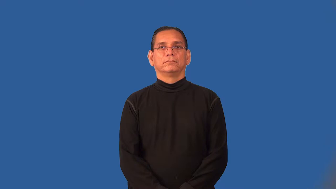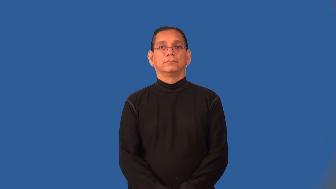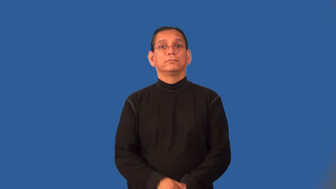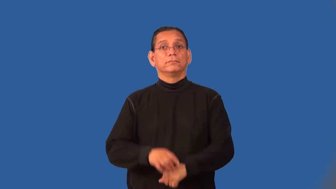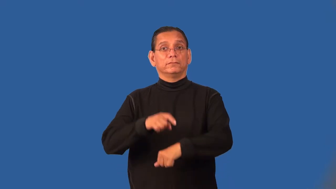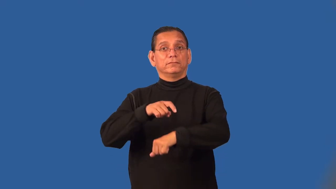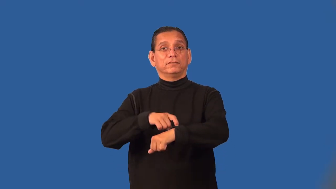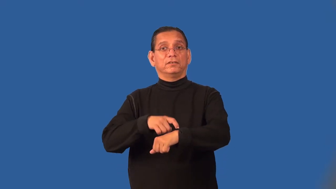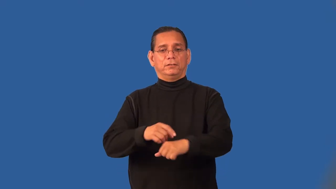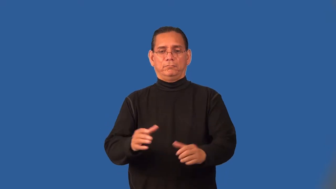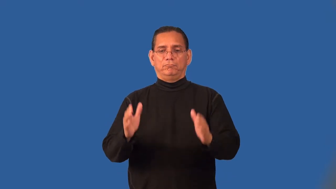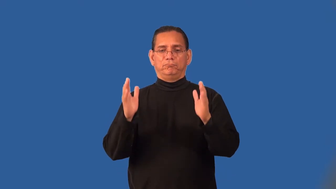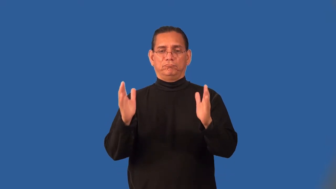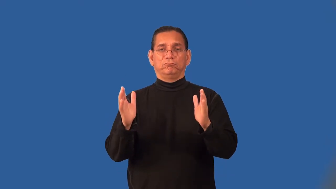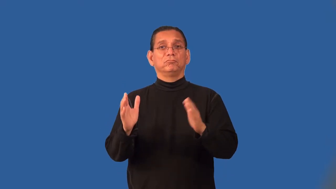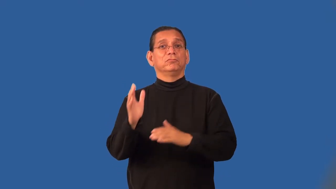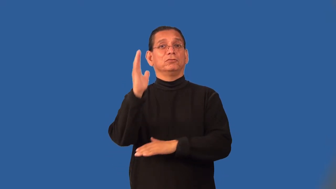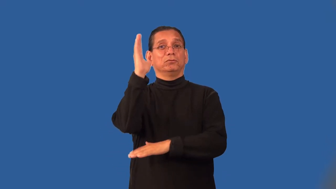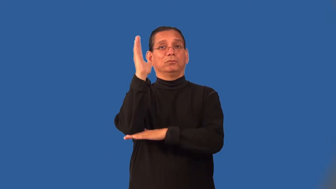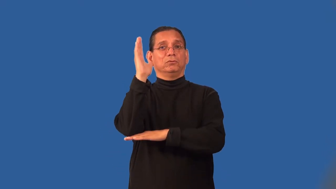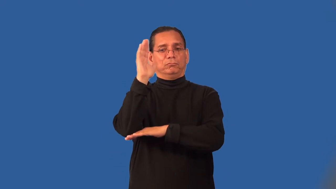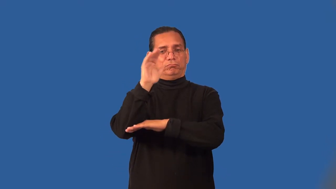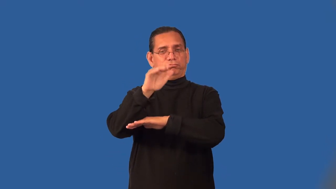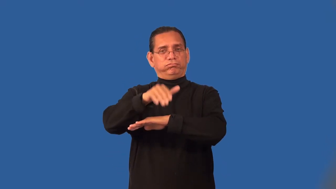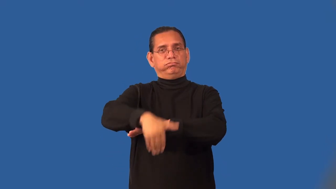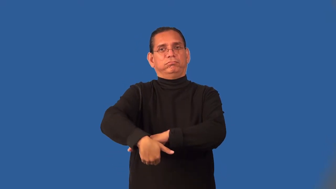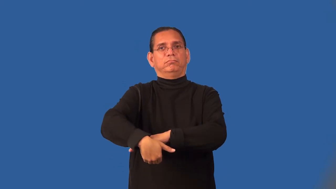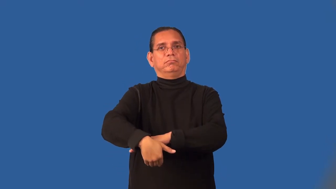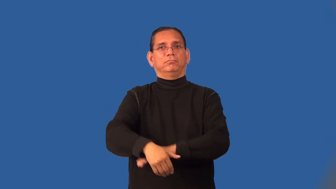pm